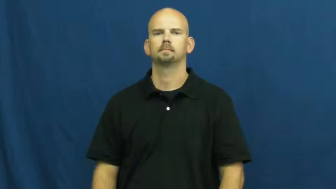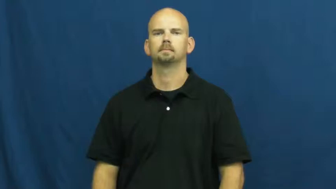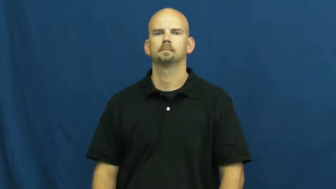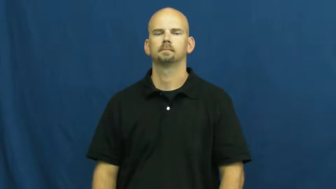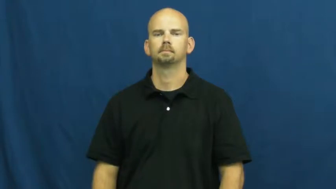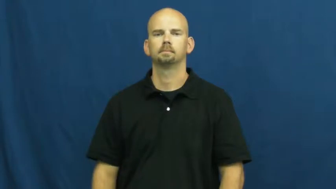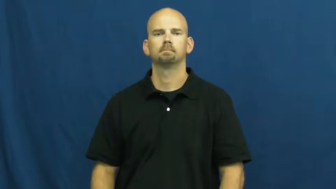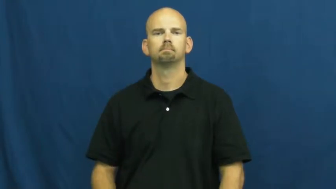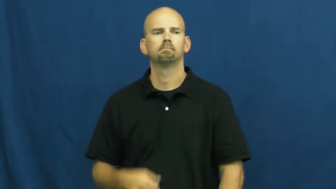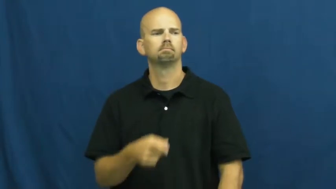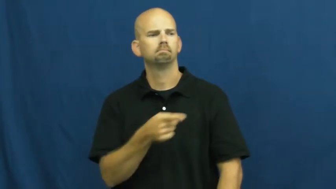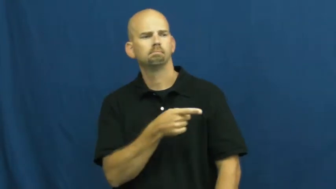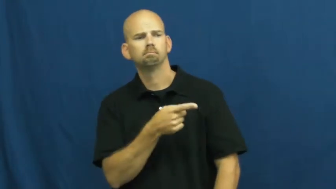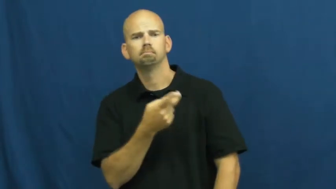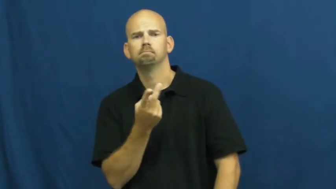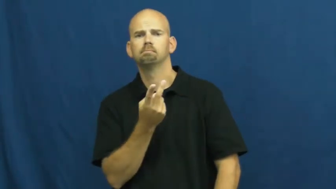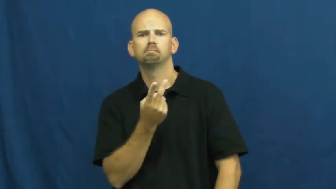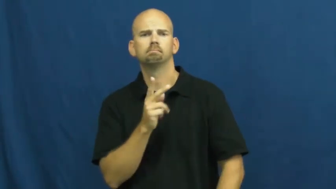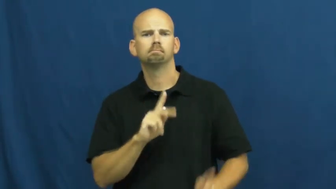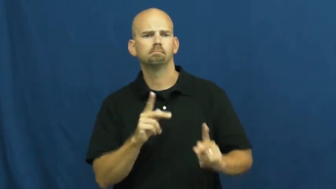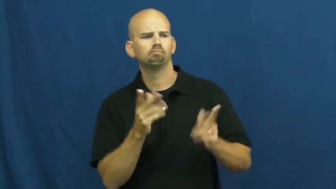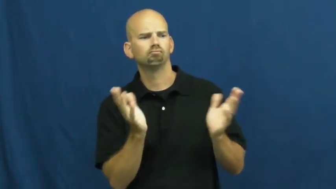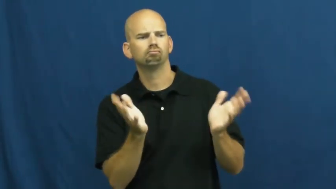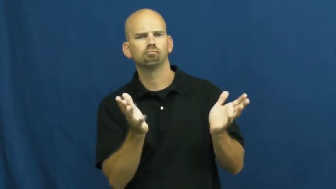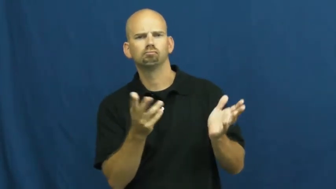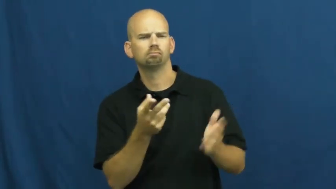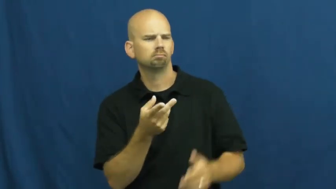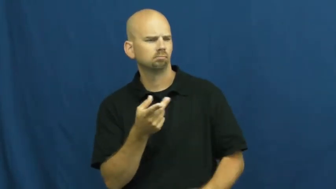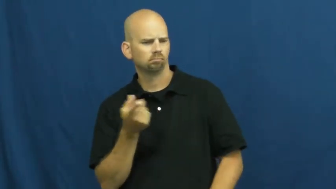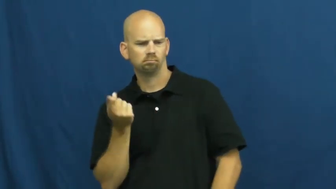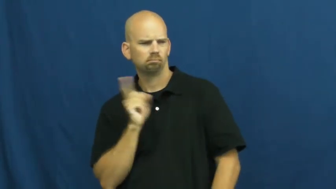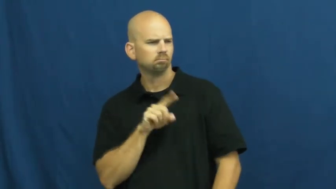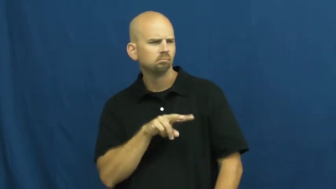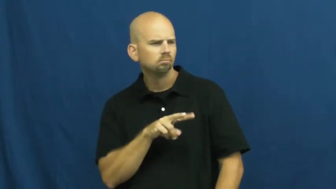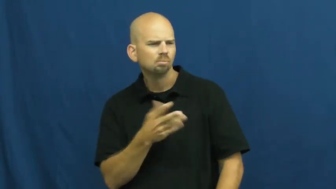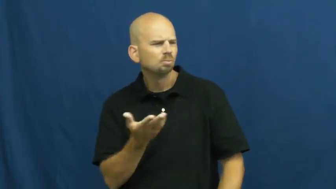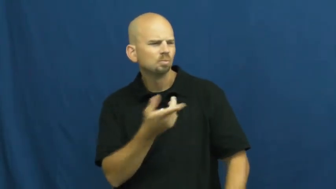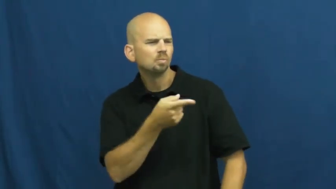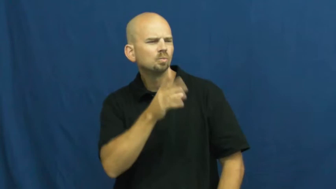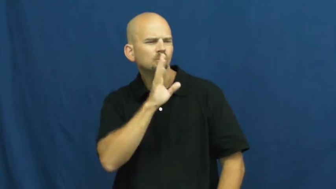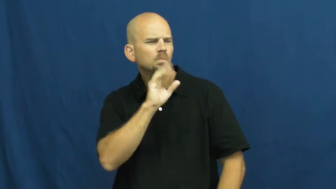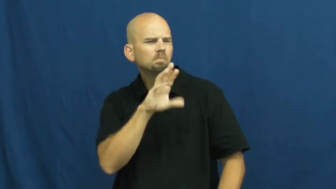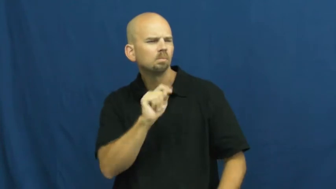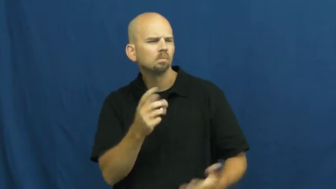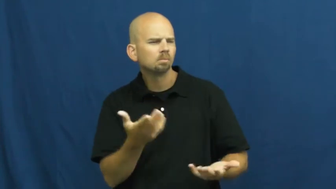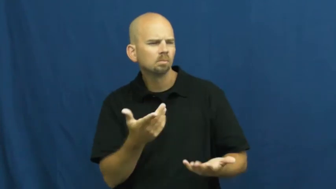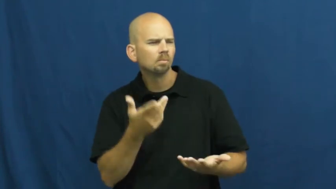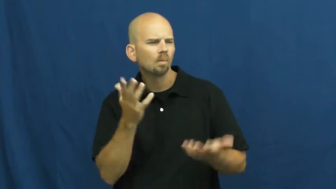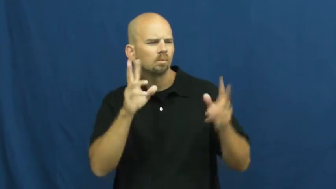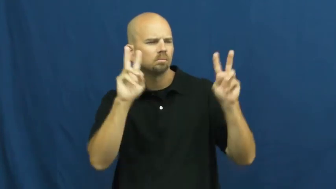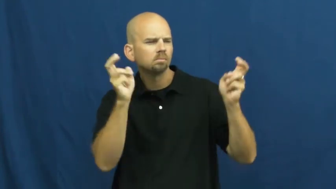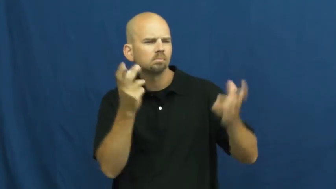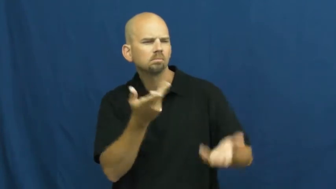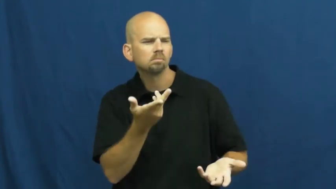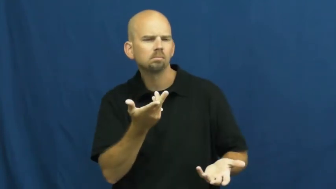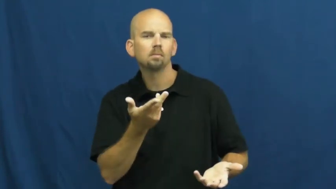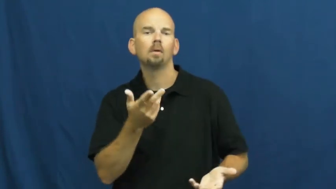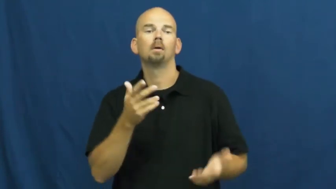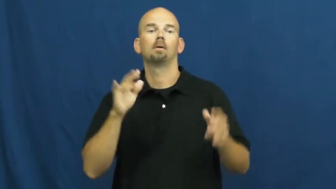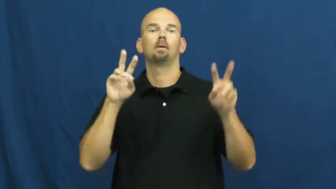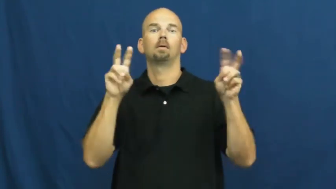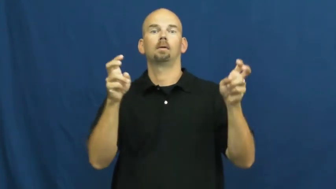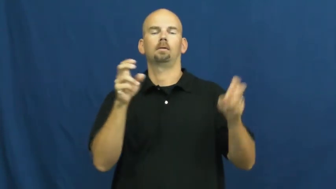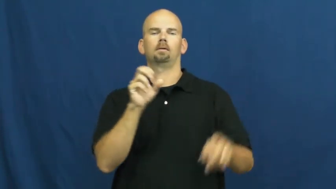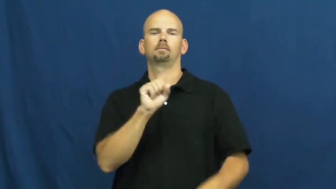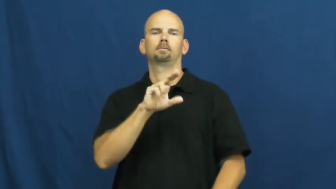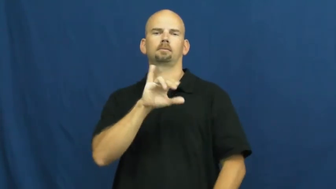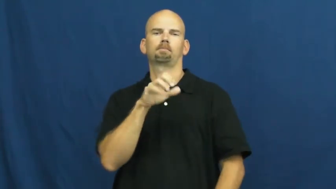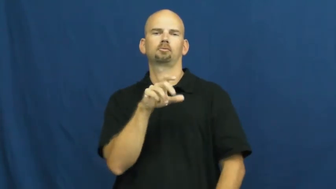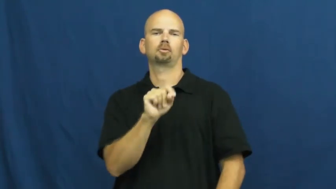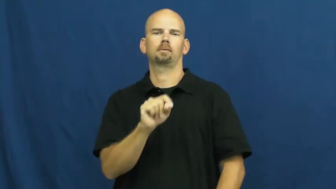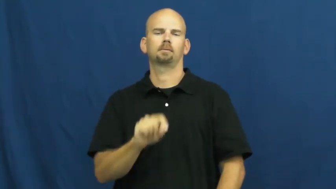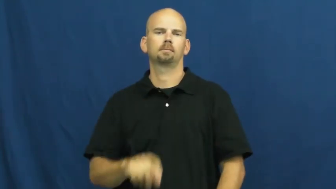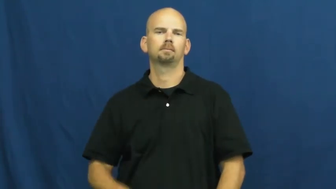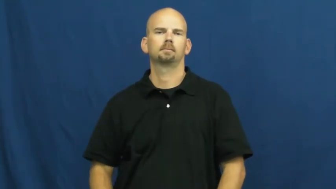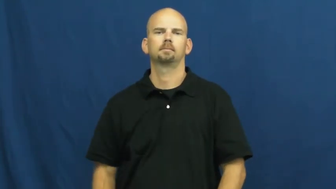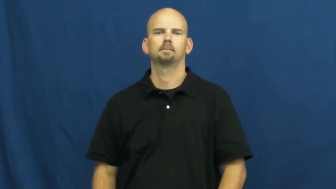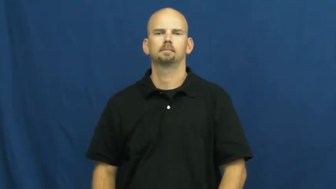subject,fodder,issue,ground-topic